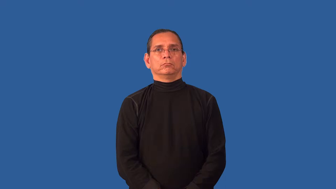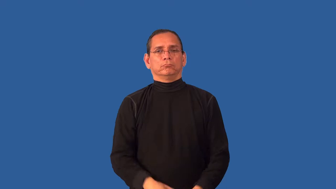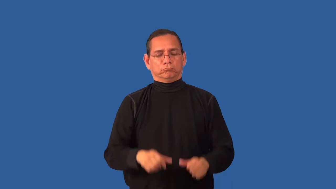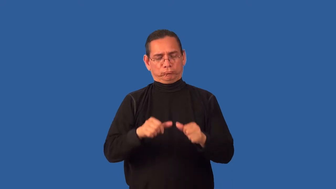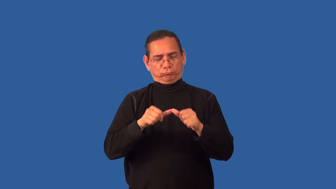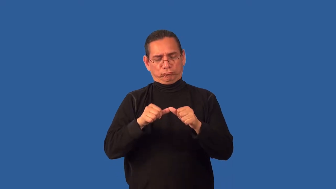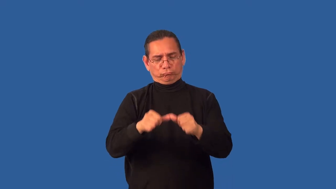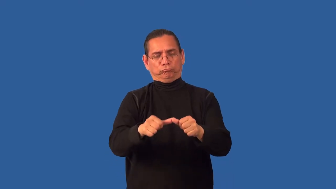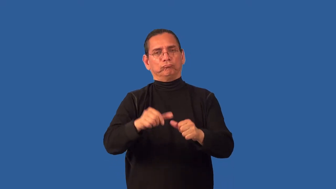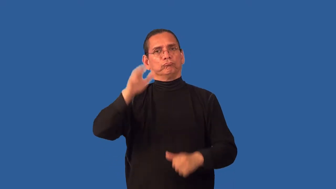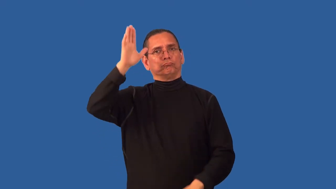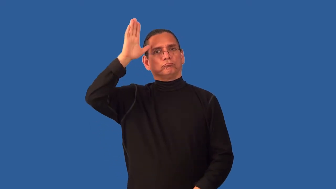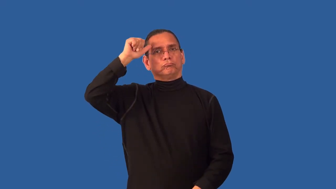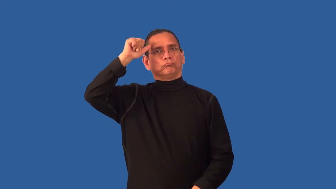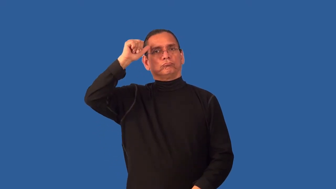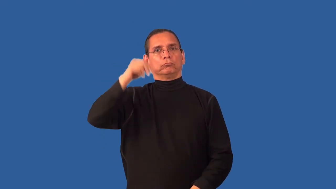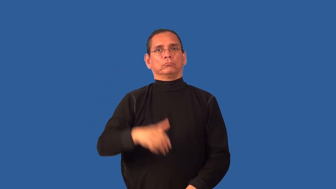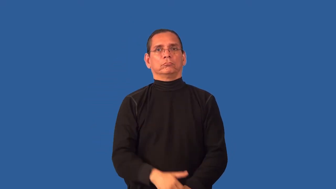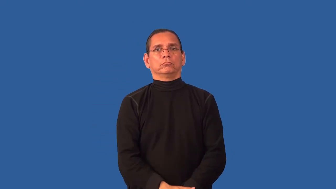unwavering